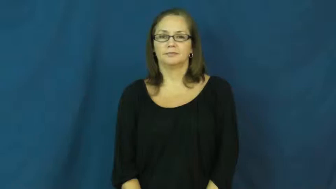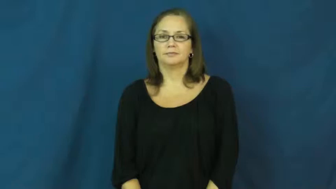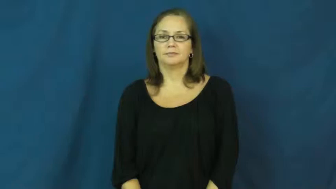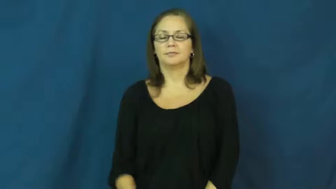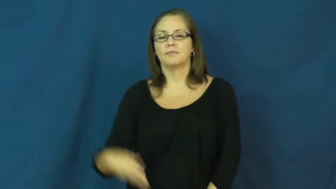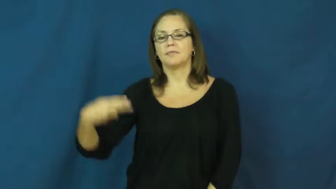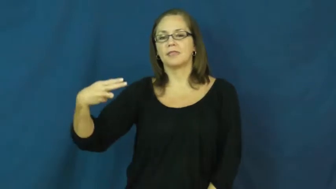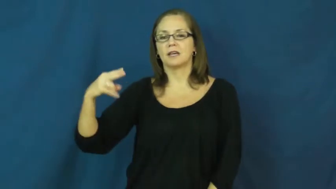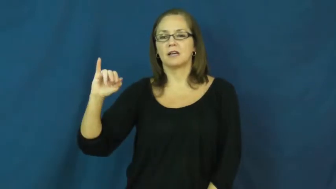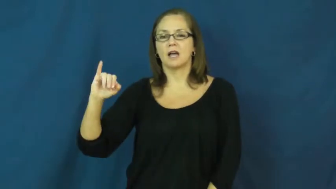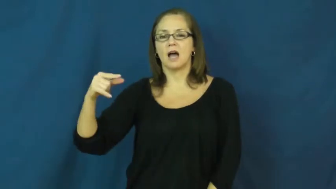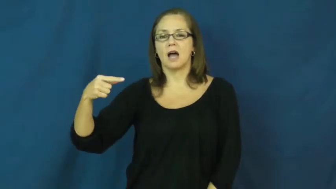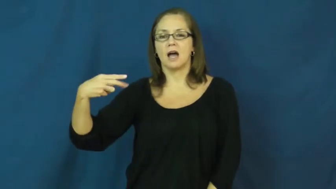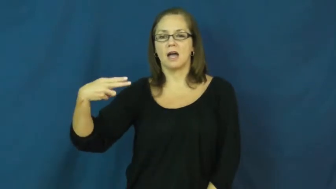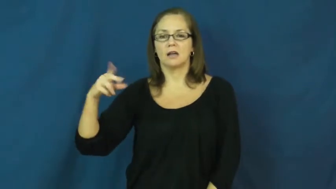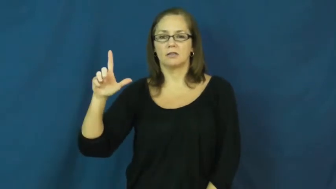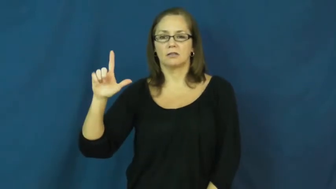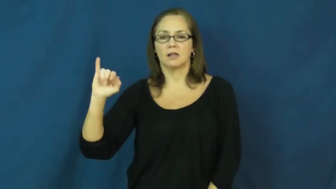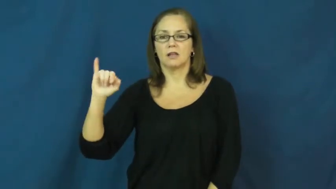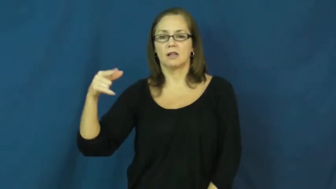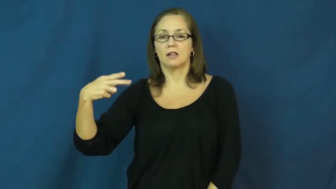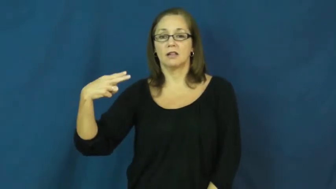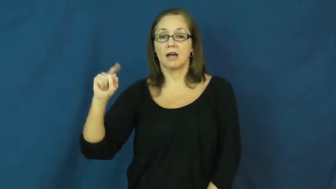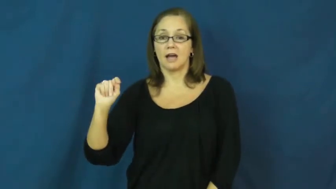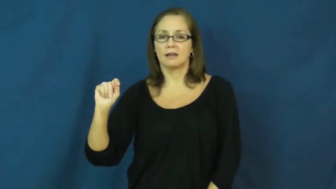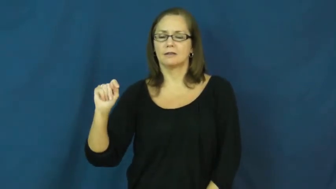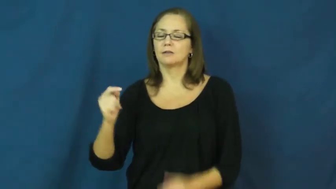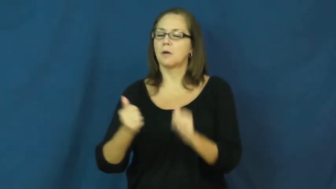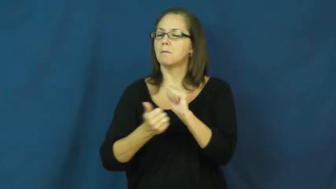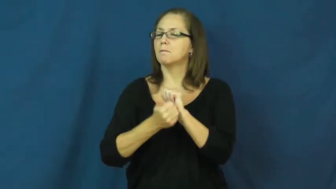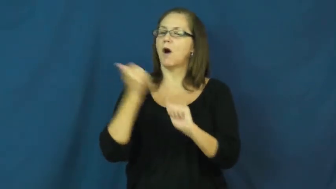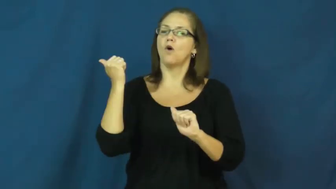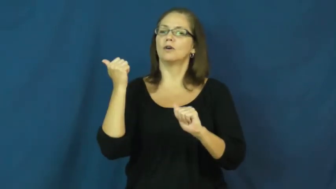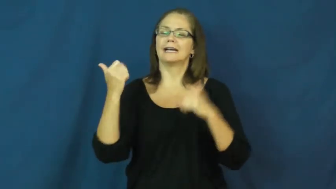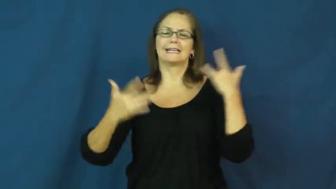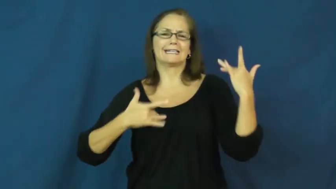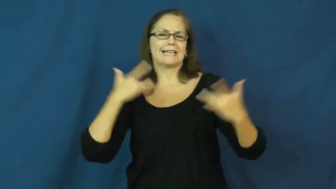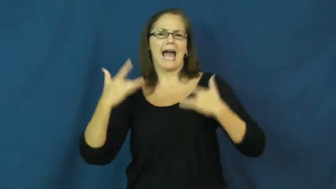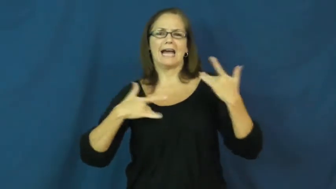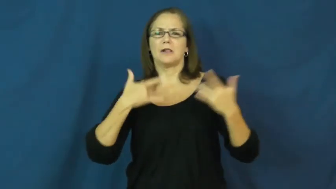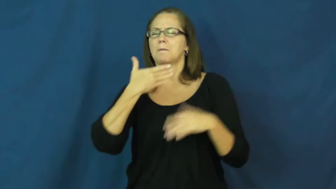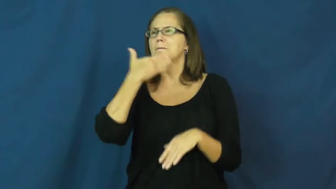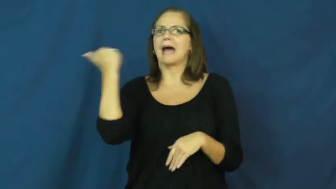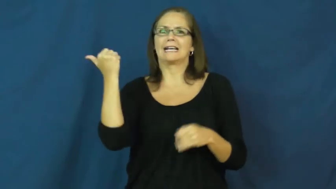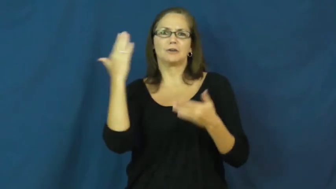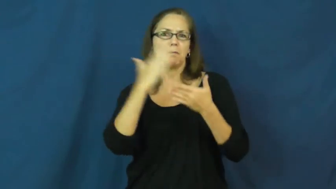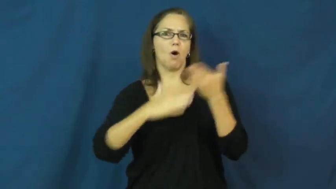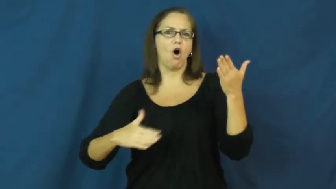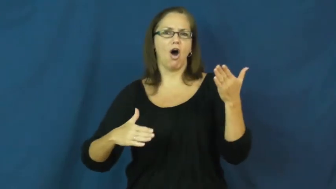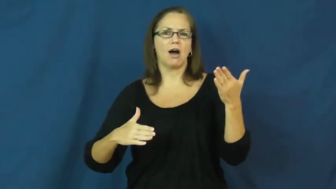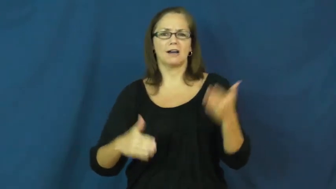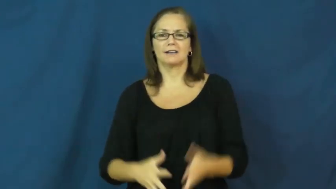highlight-exciting